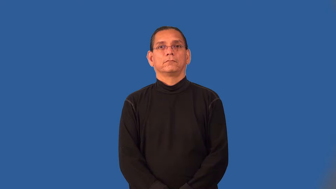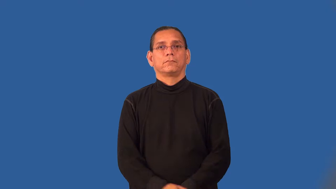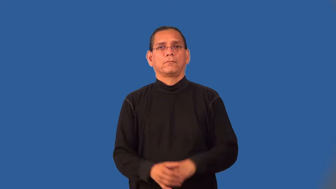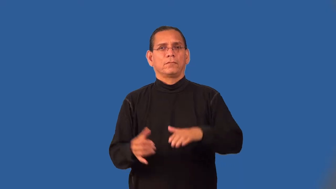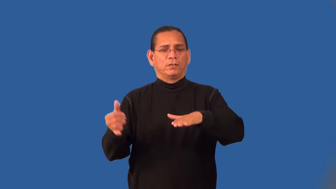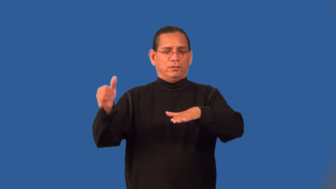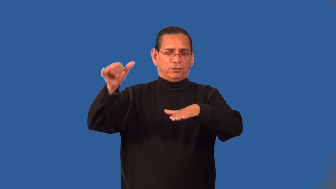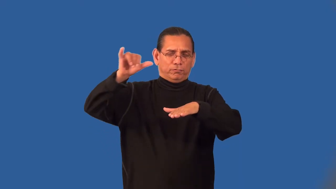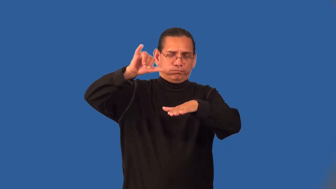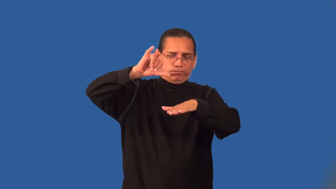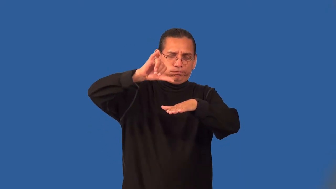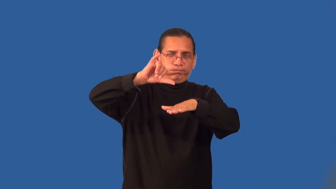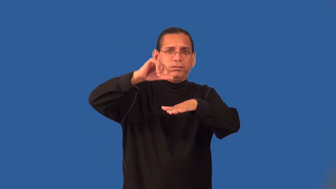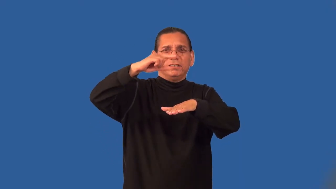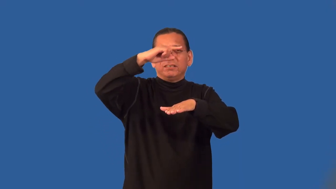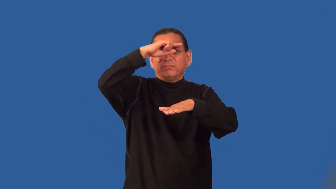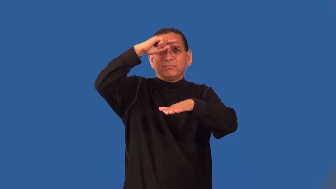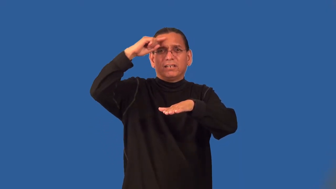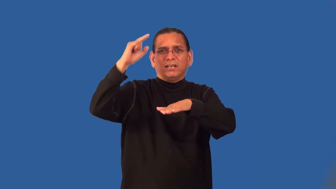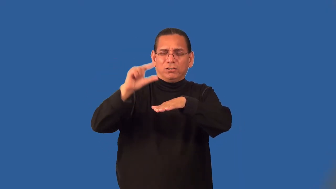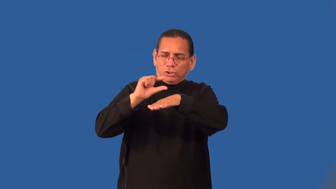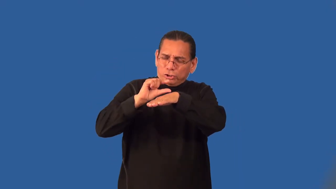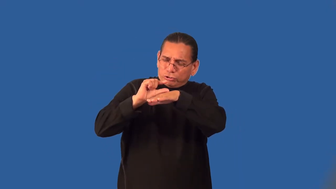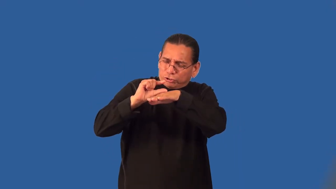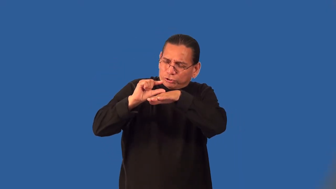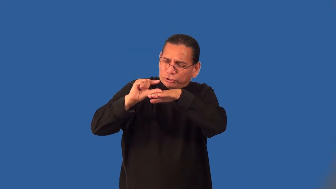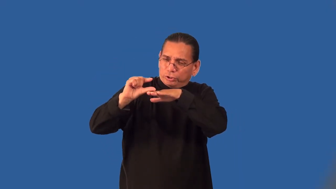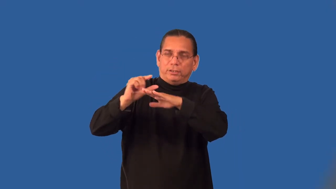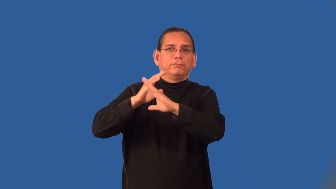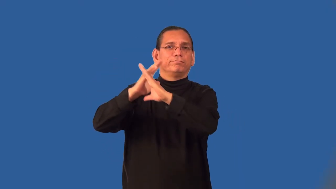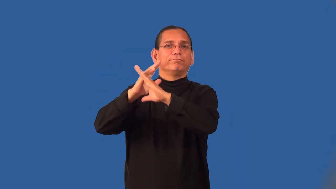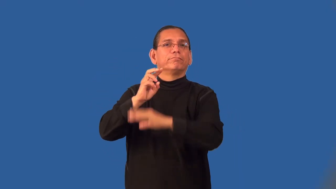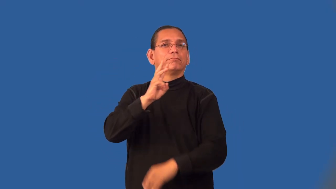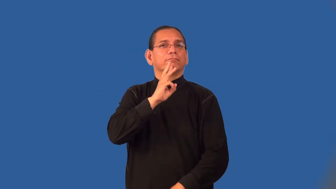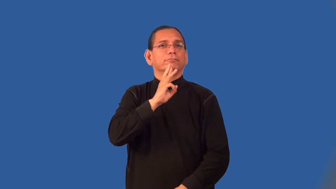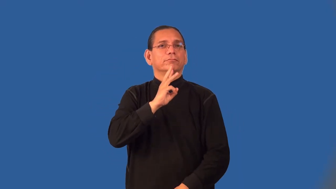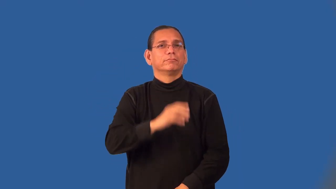pitch-road